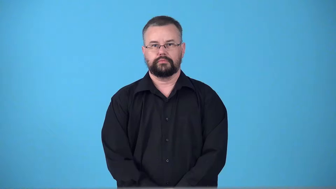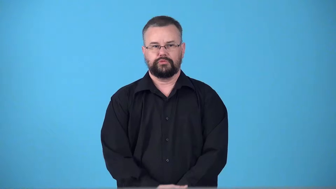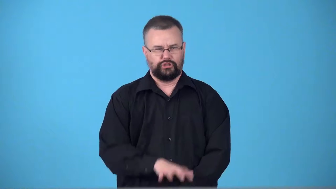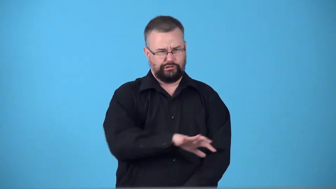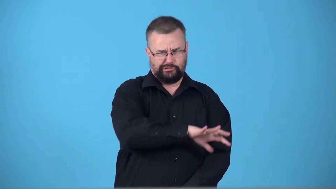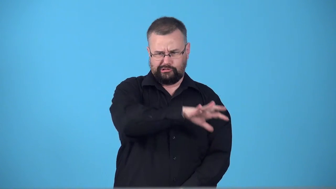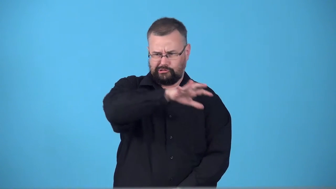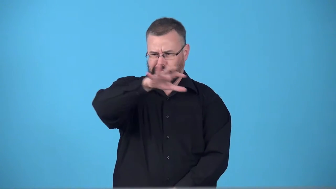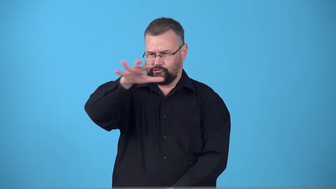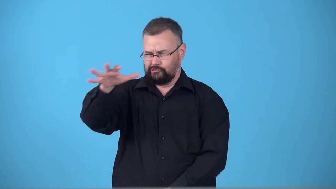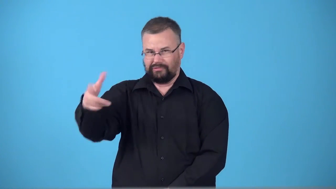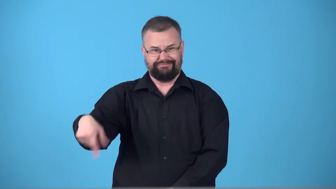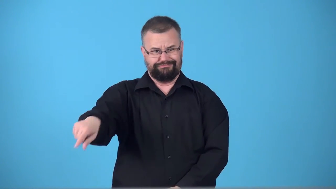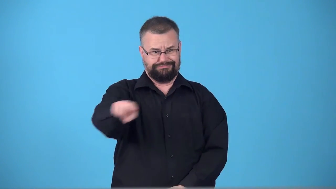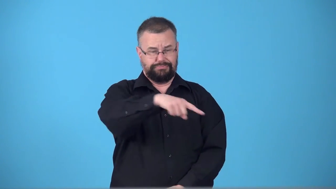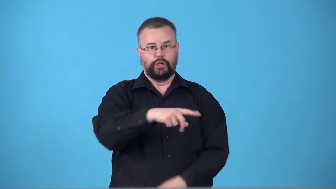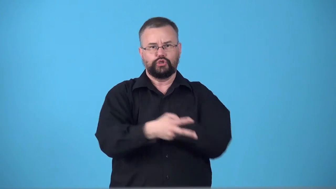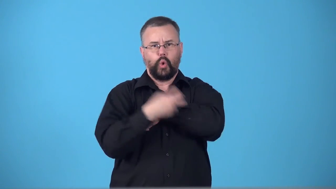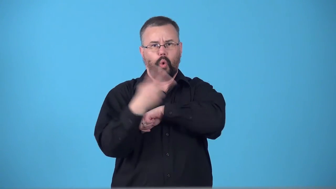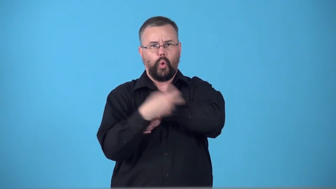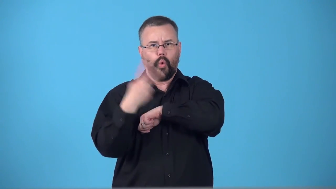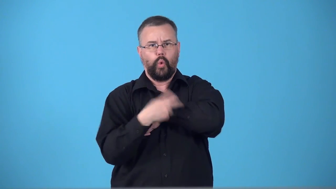swag,booty-stolen things